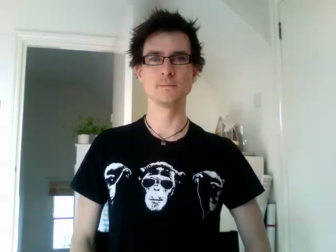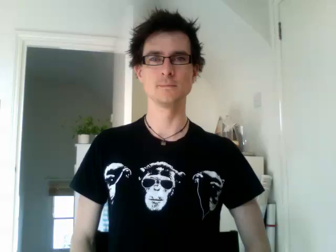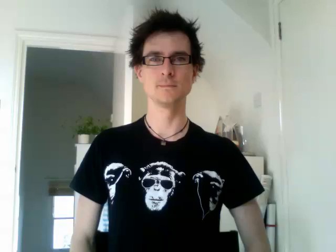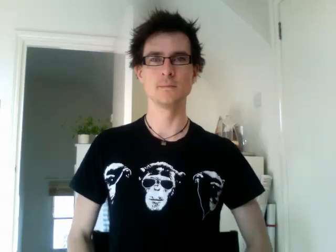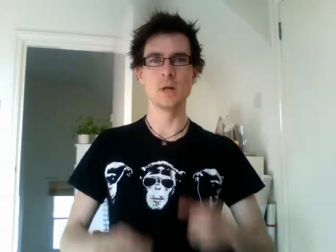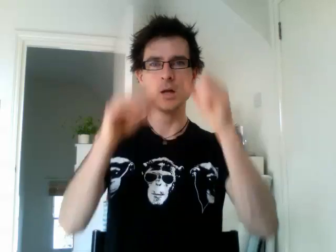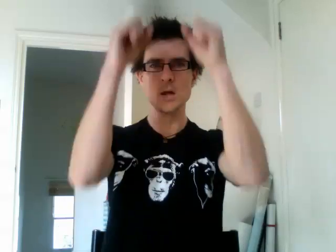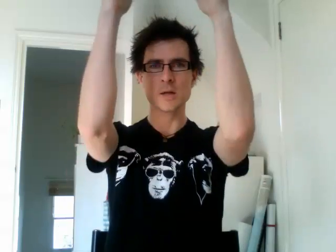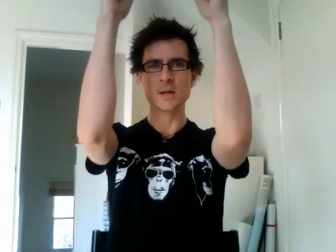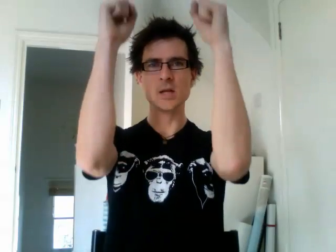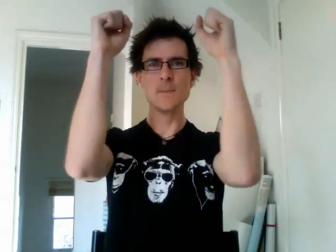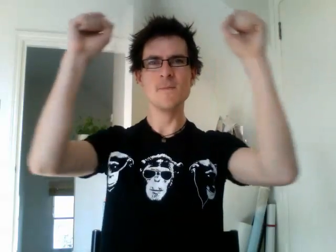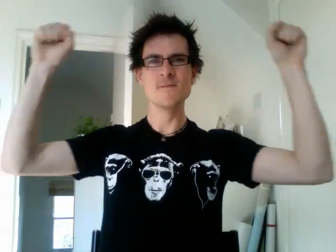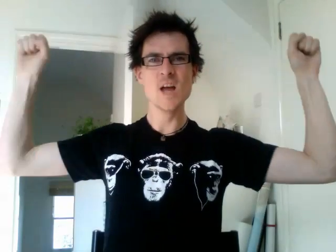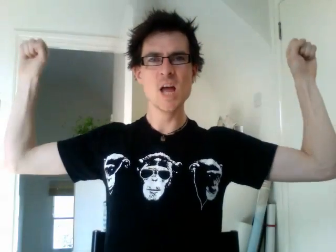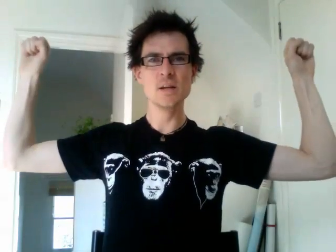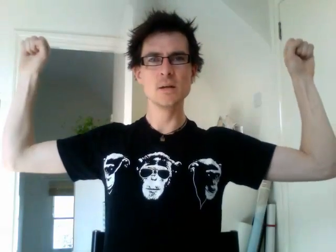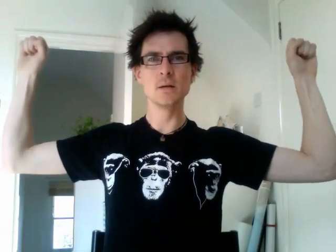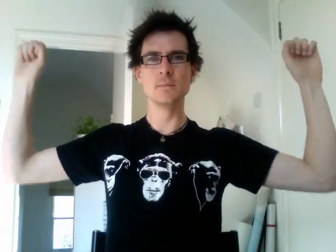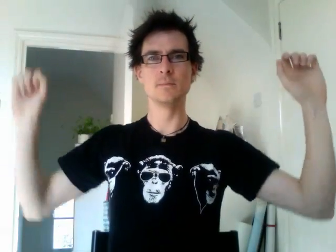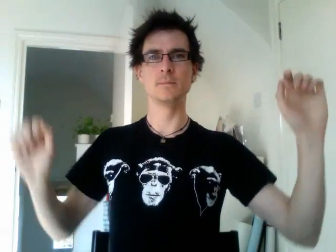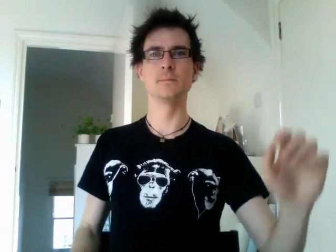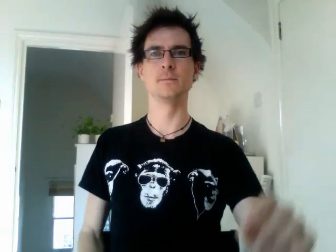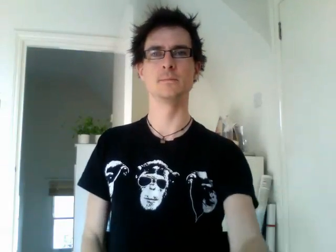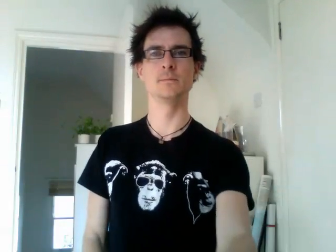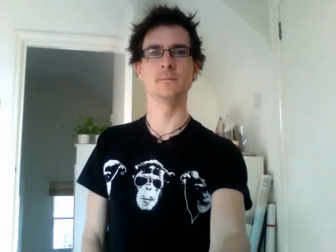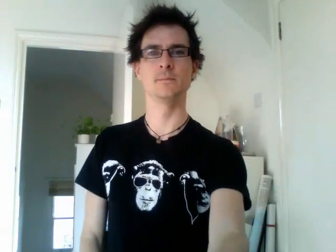keep fit